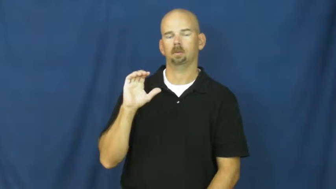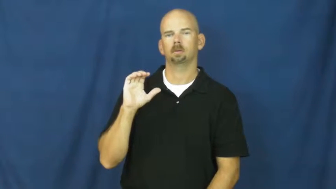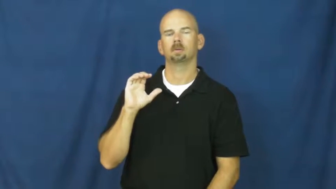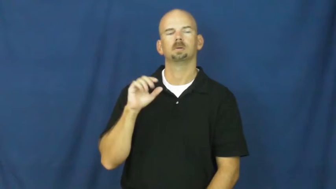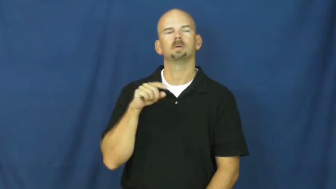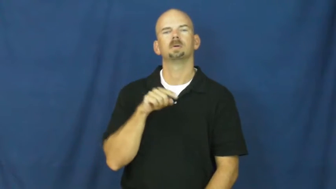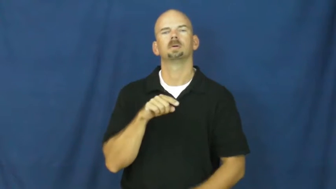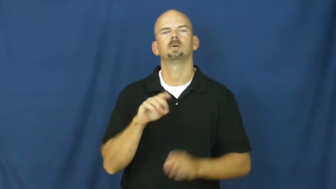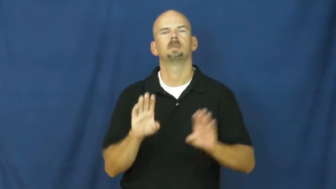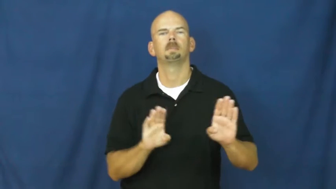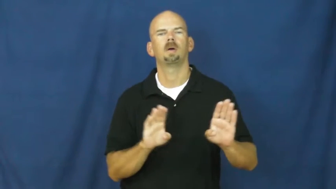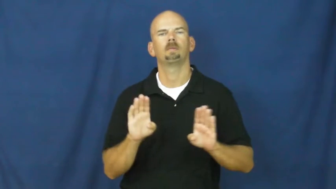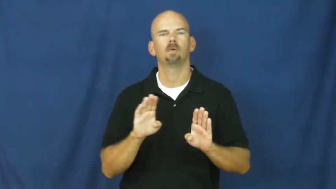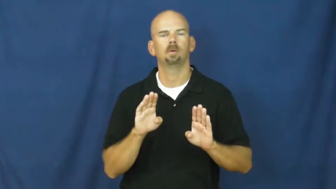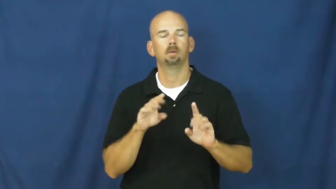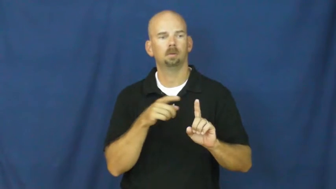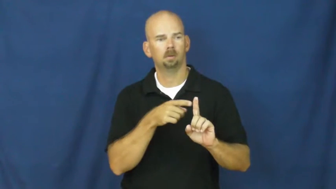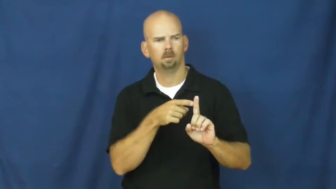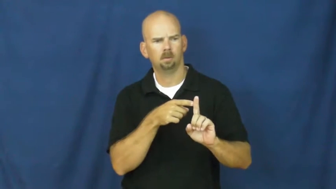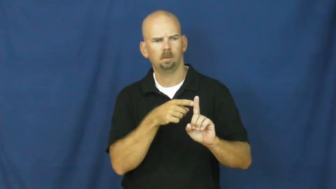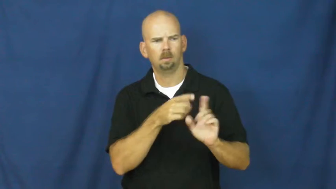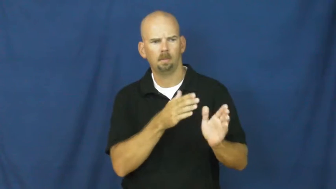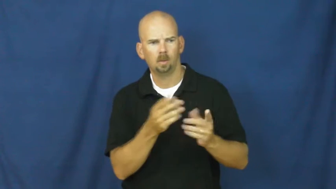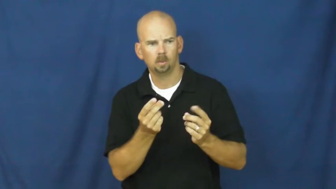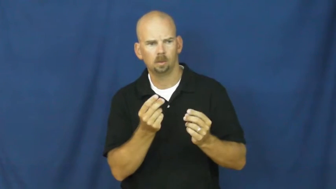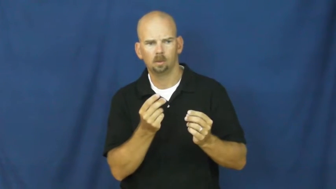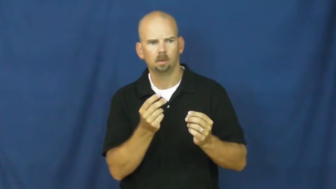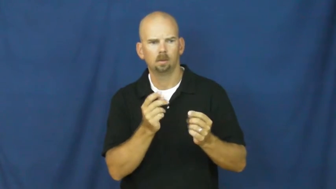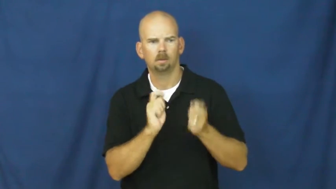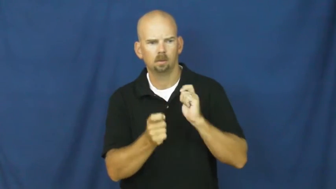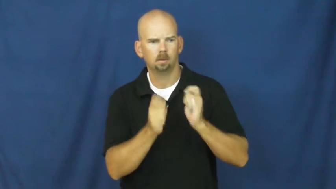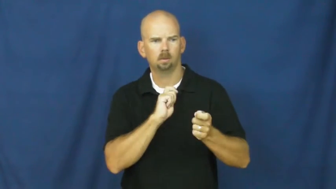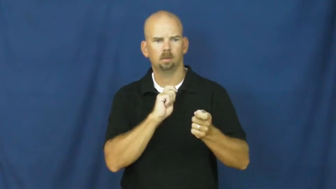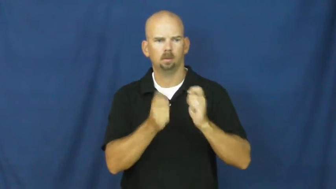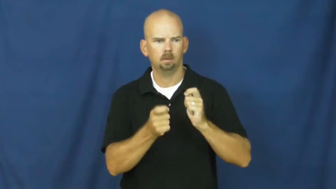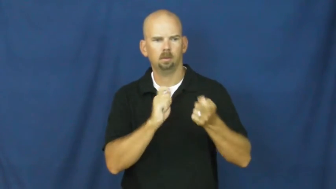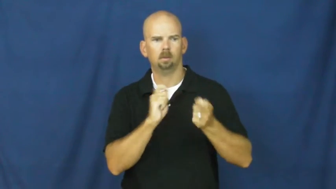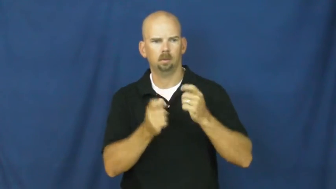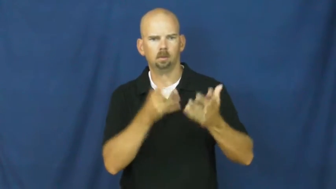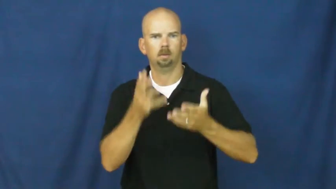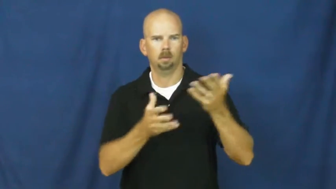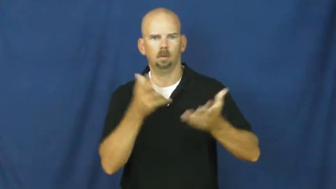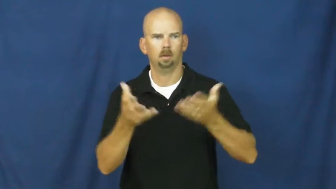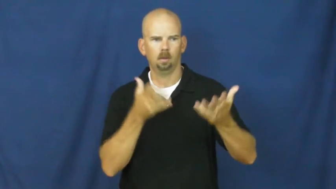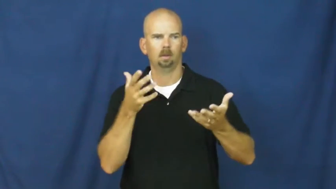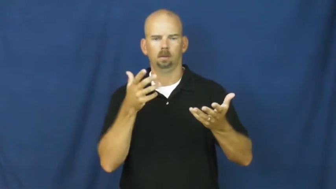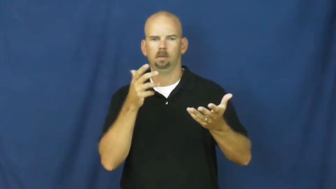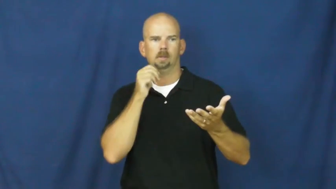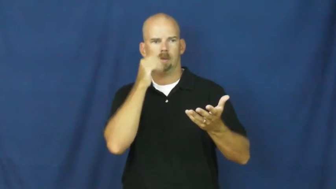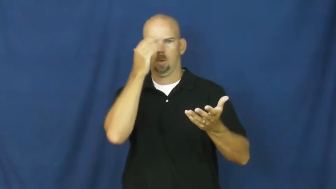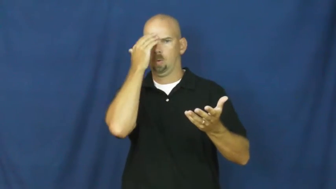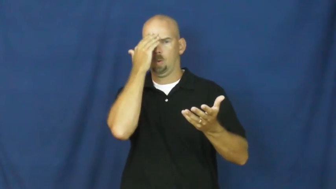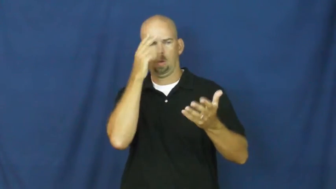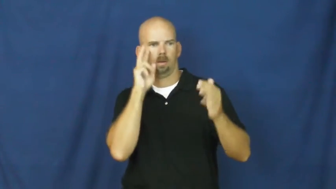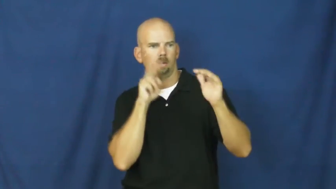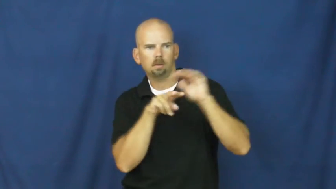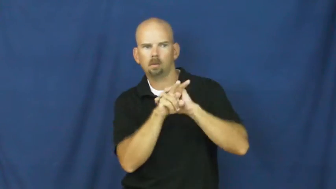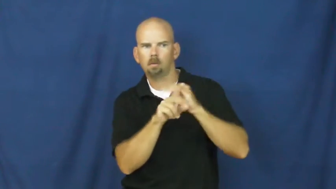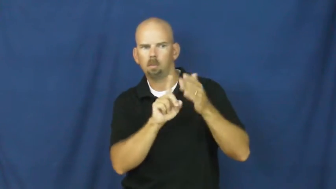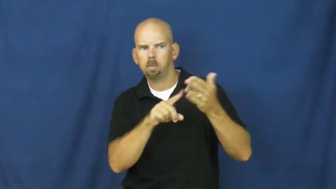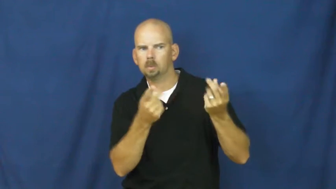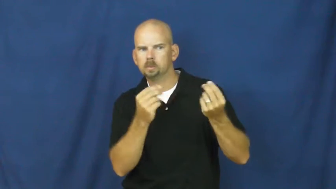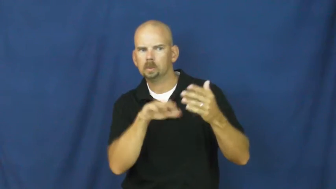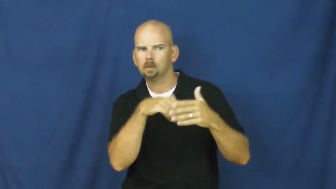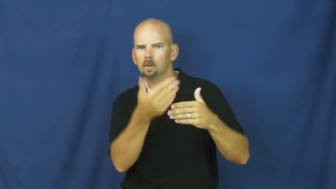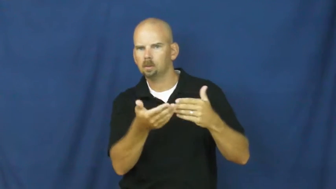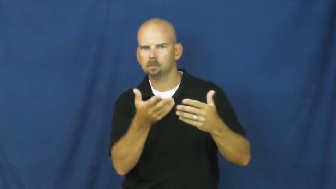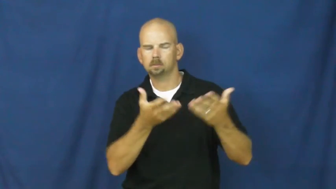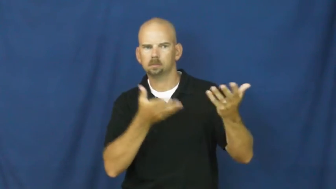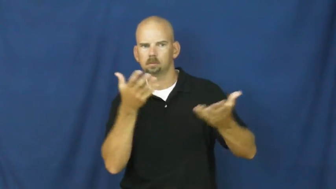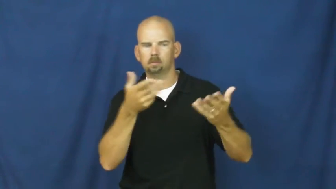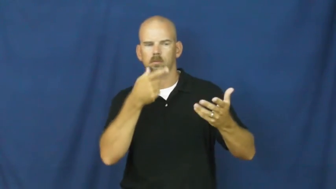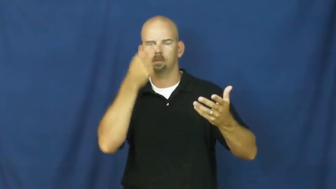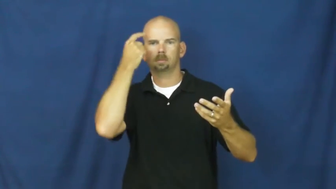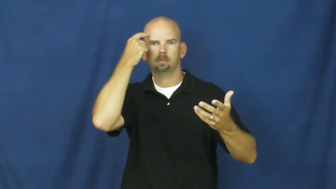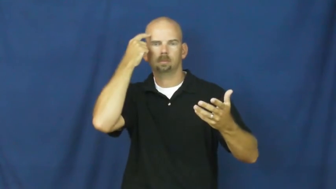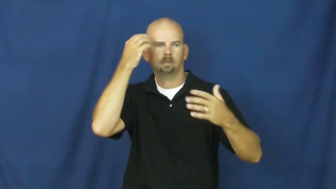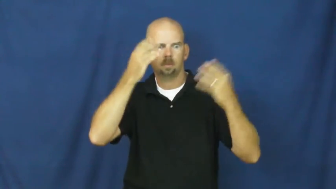erratic